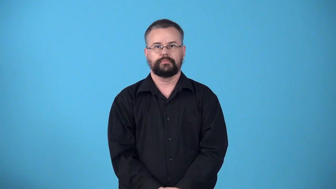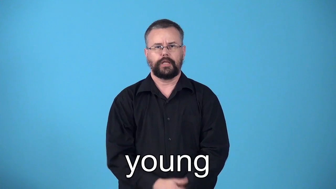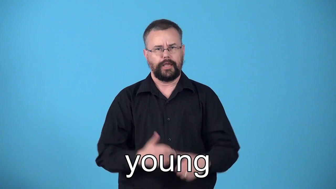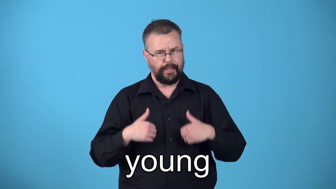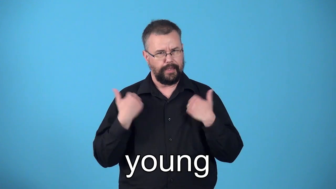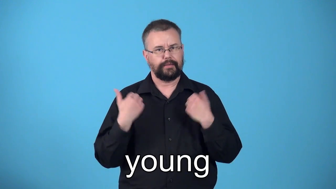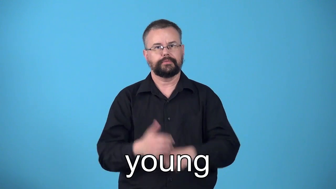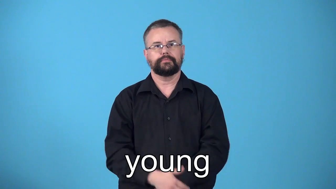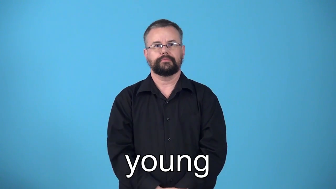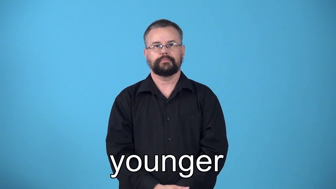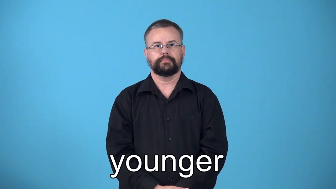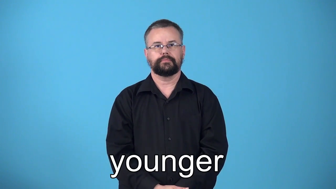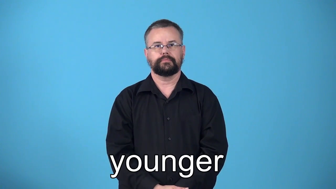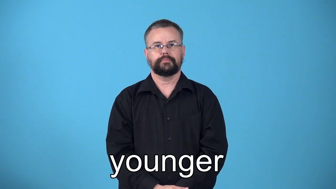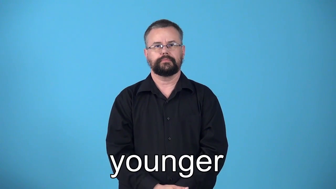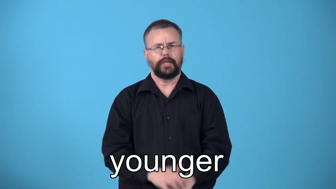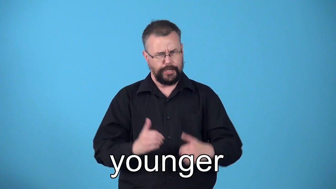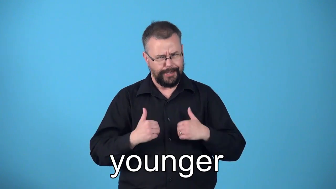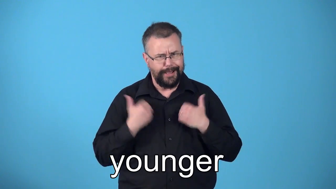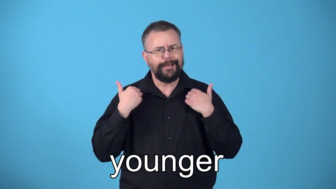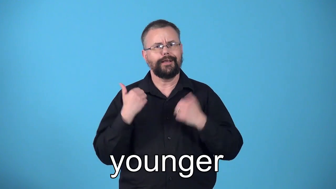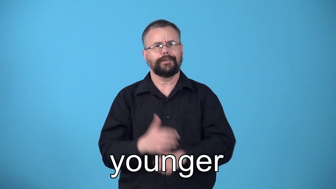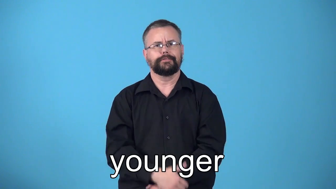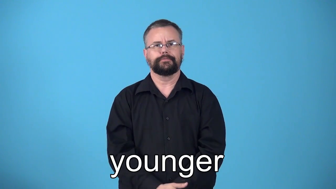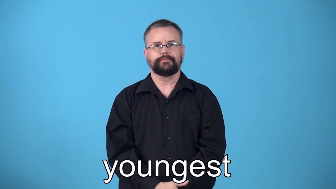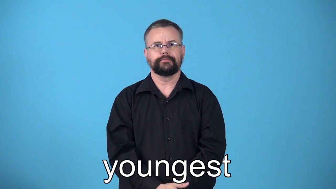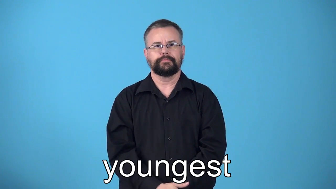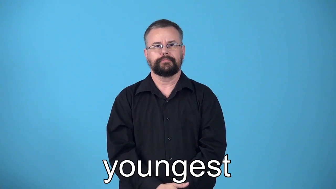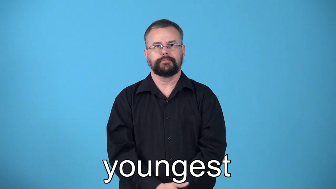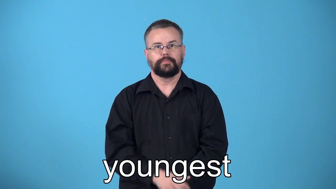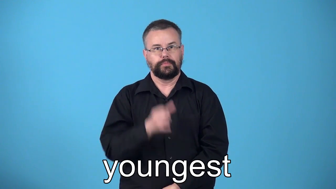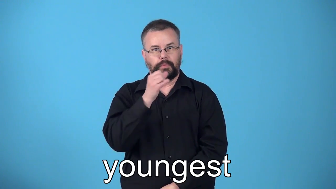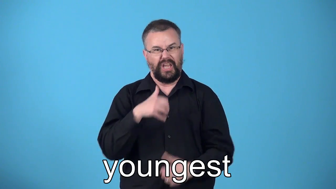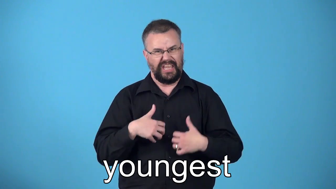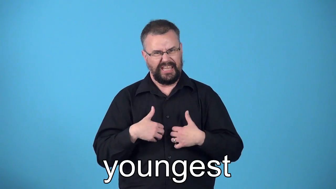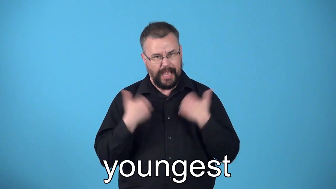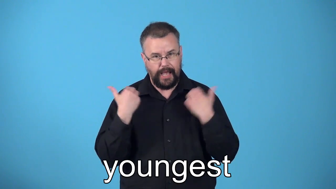younger,youngest